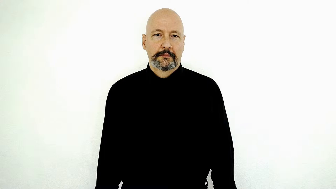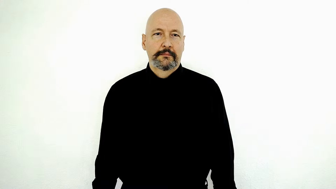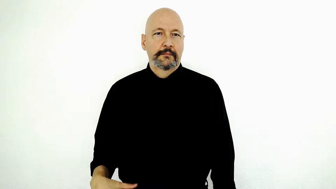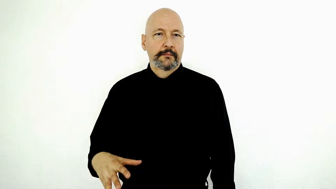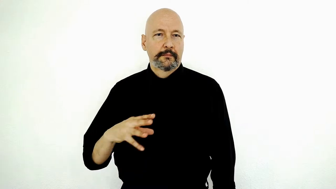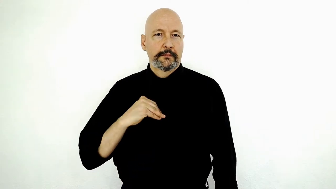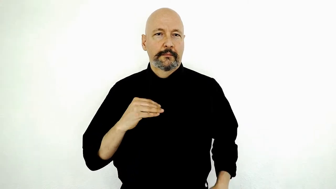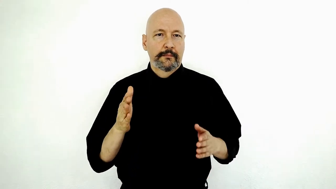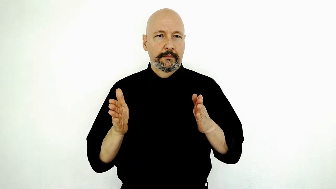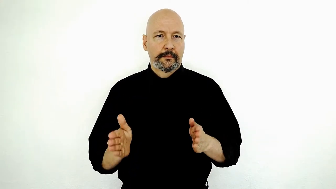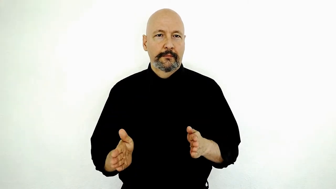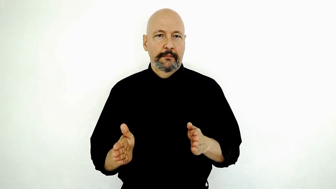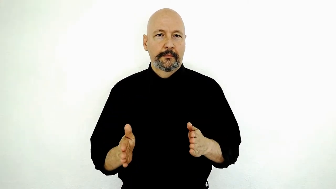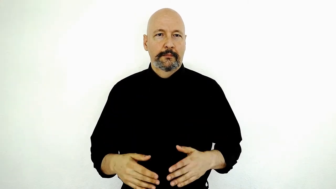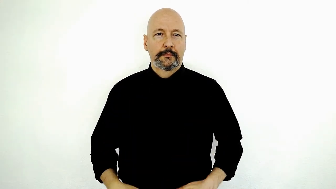OWNER-[1h-version]